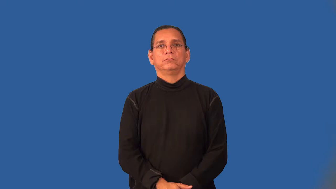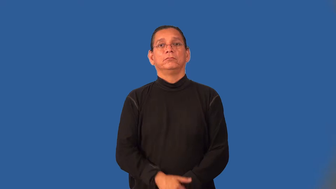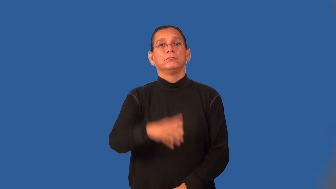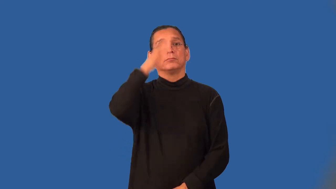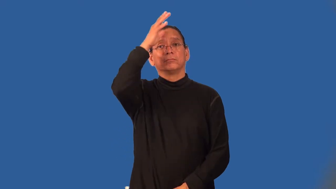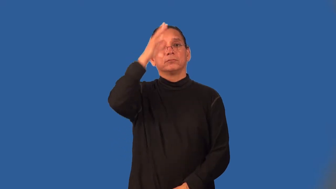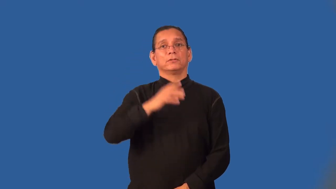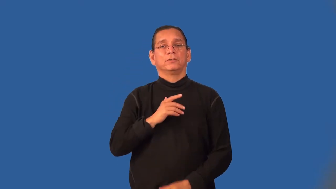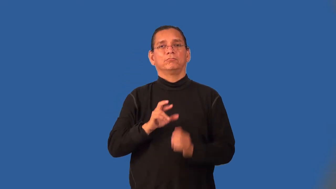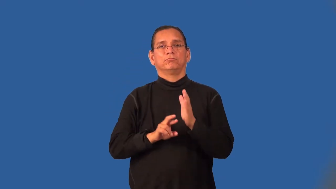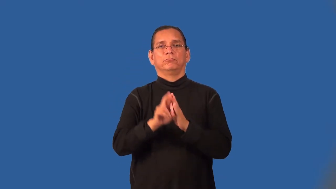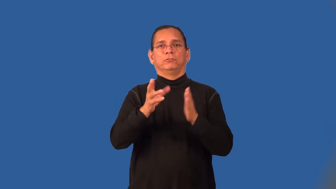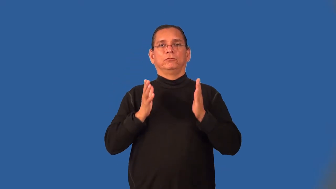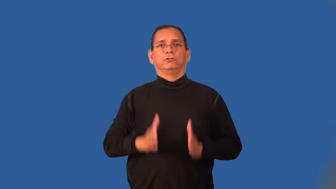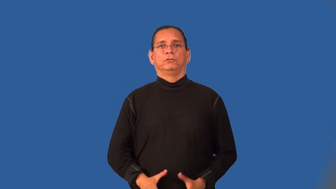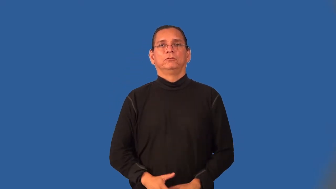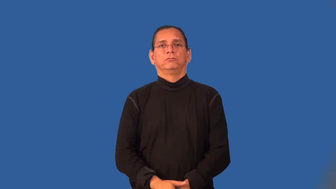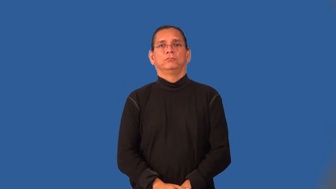spaceman